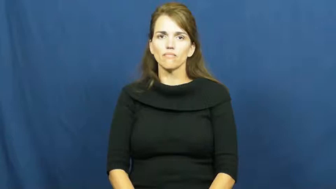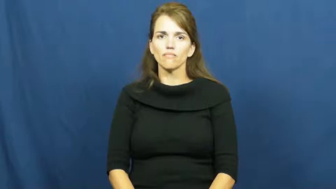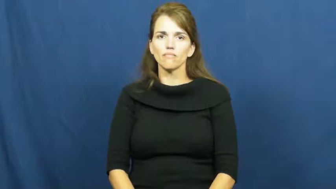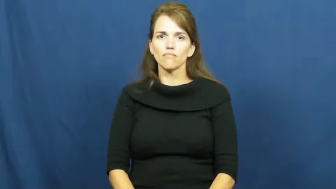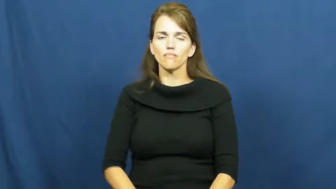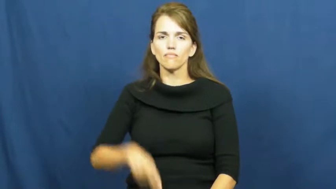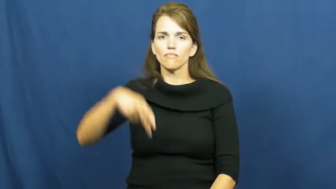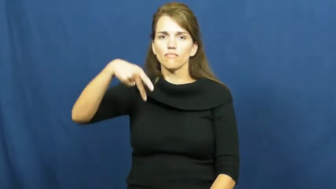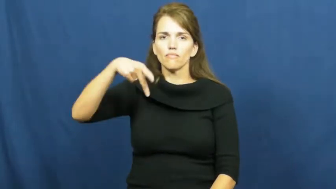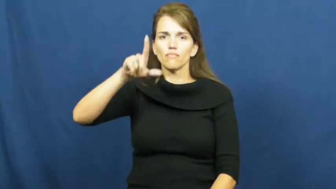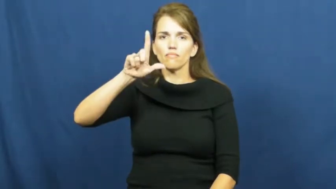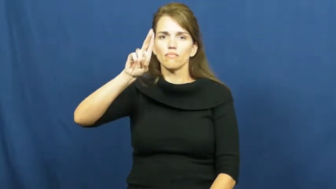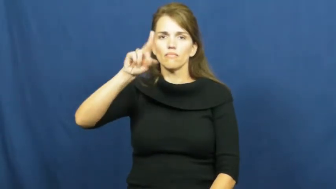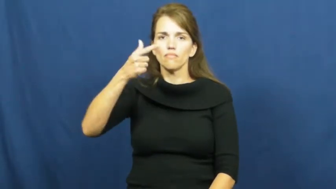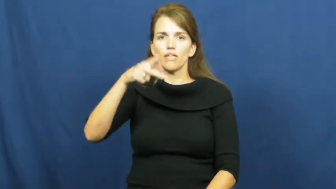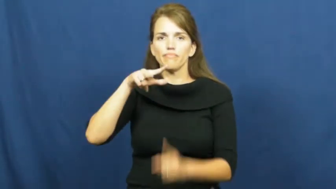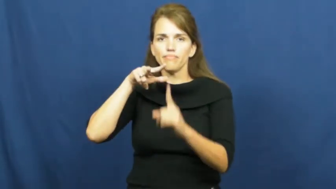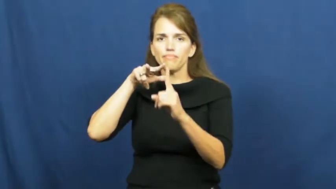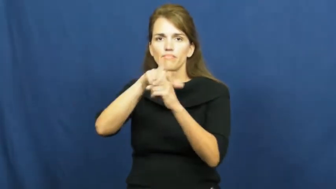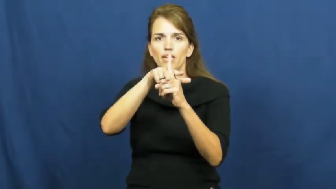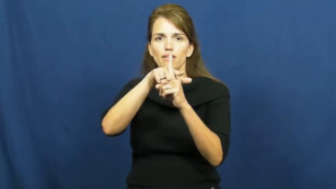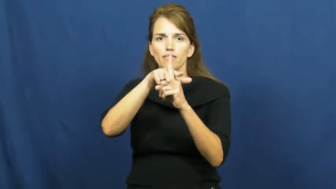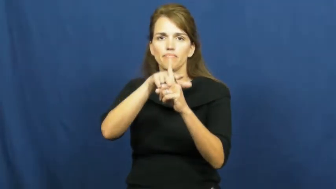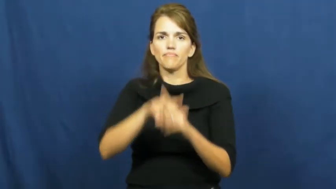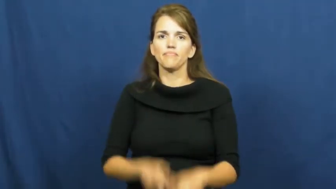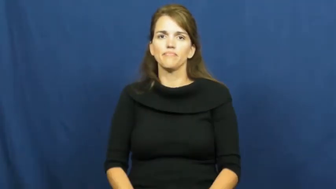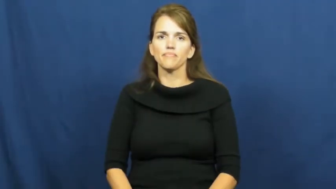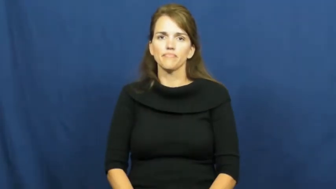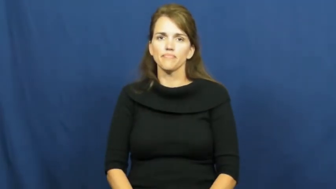plug,plug in,plug into,plug up-old verb